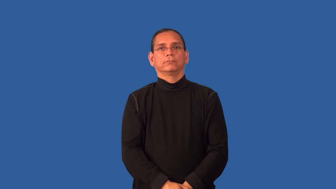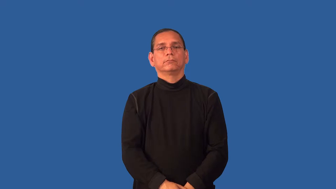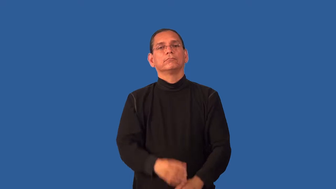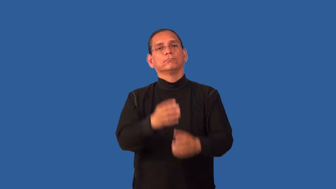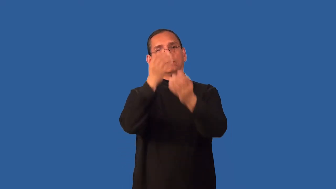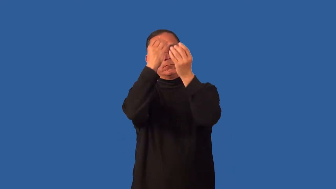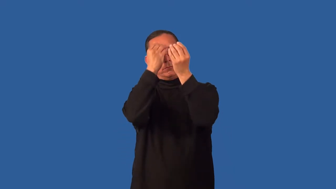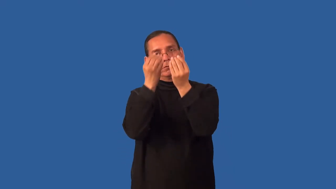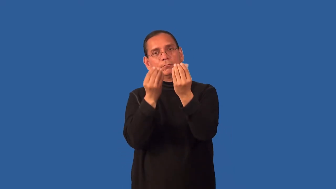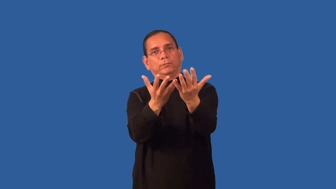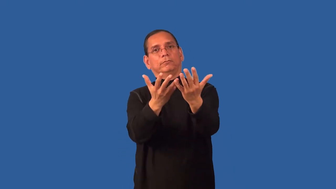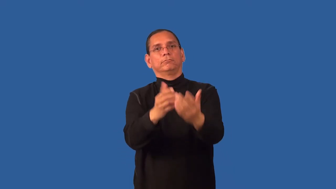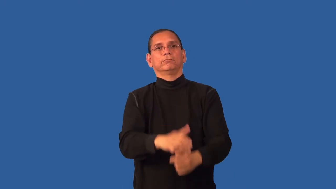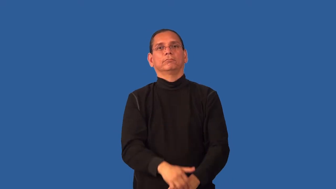dutiful